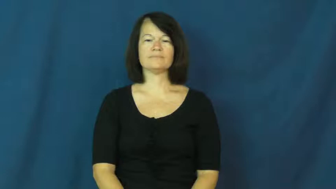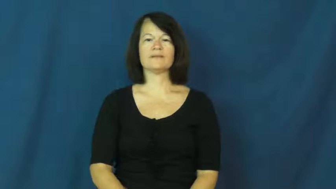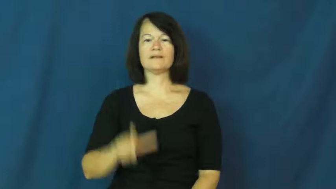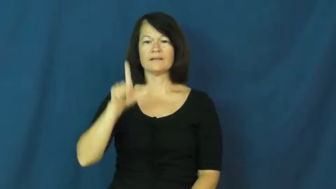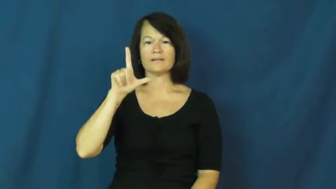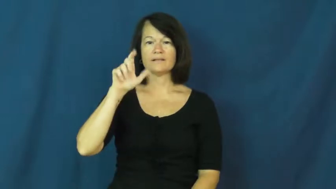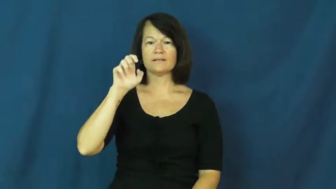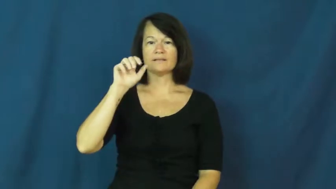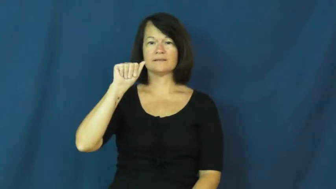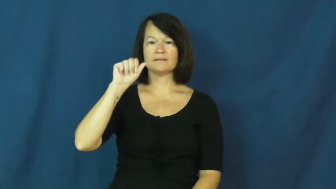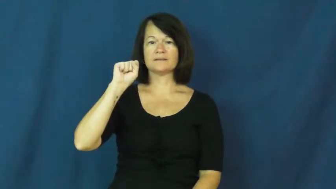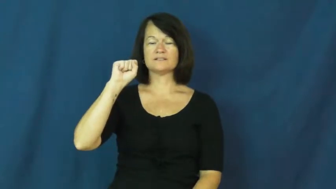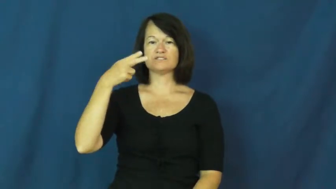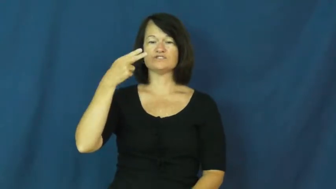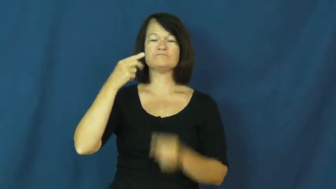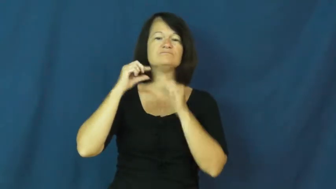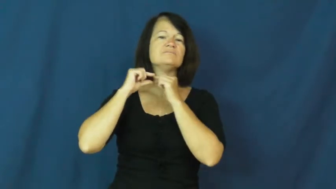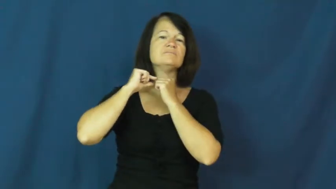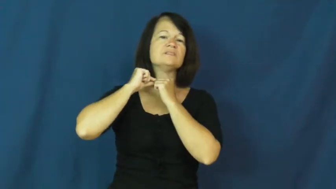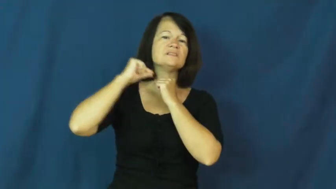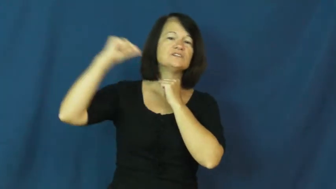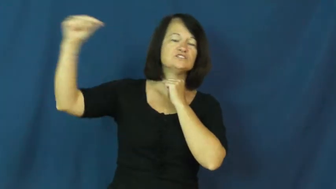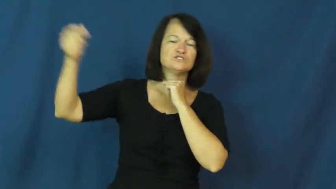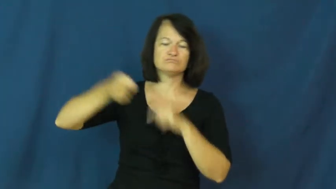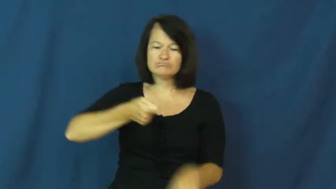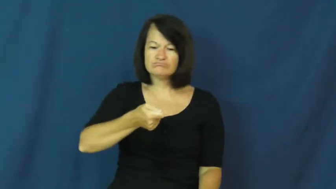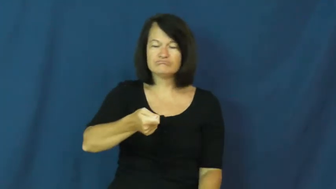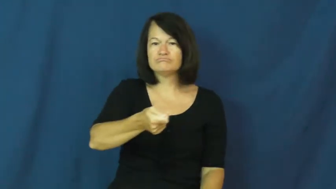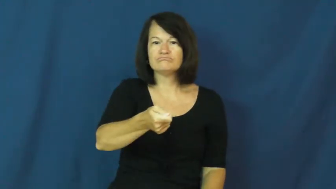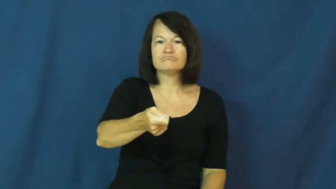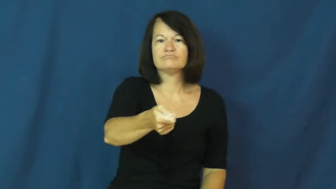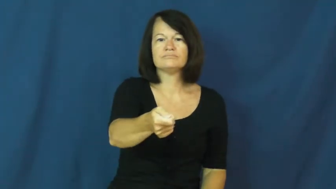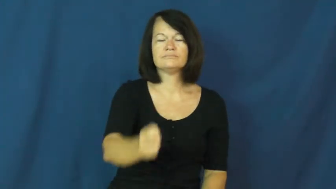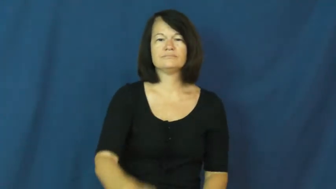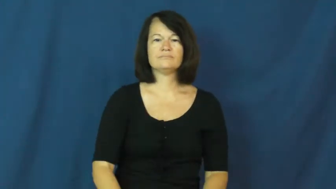leash